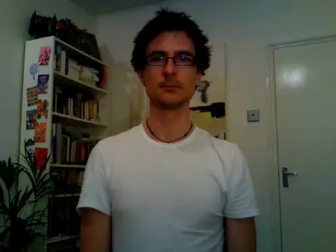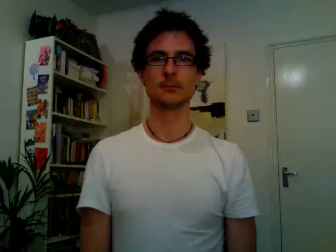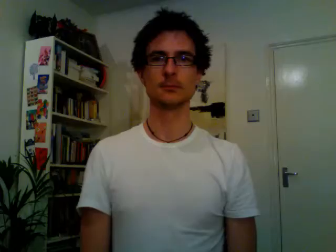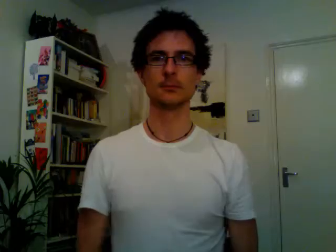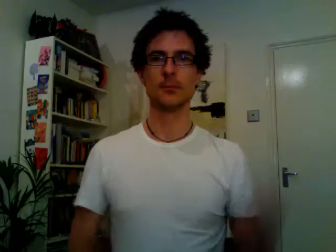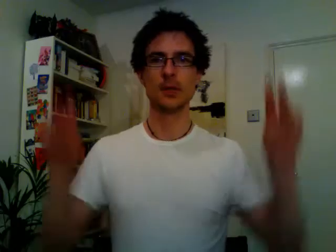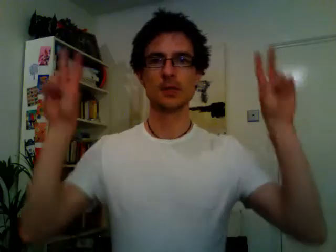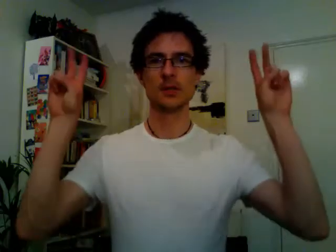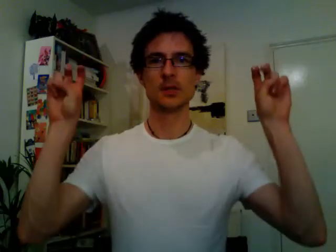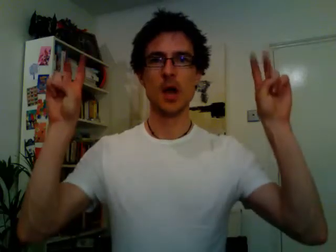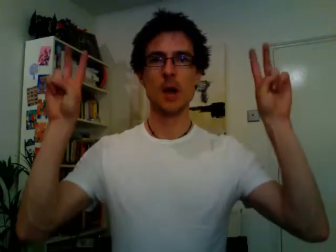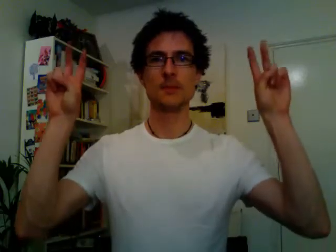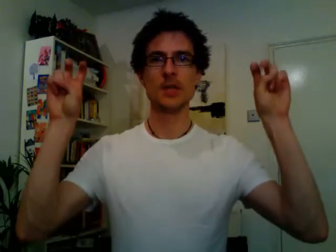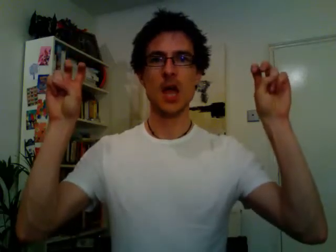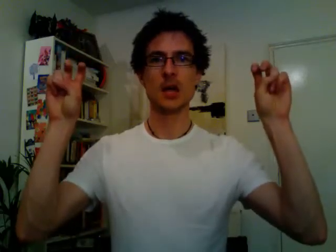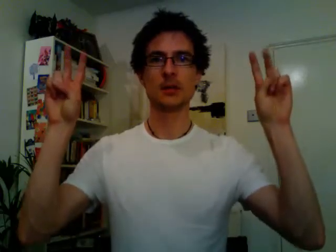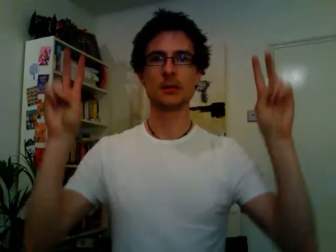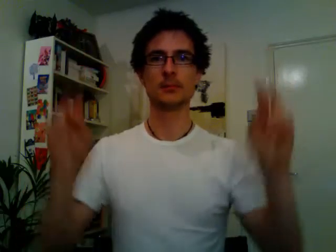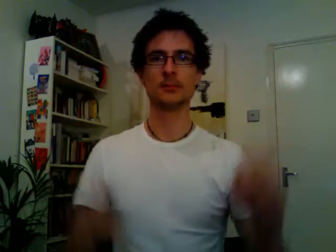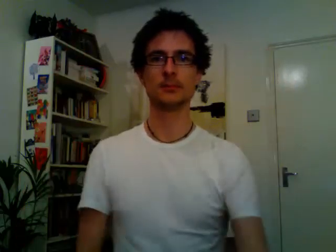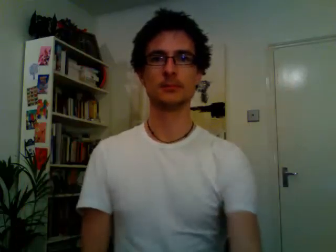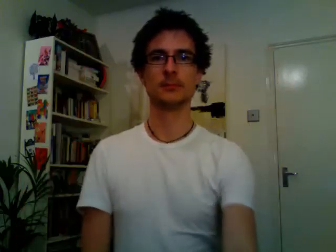subject